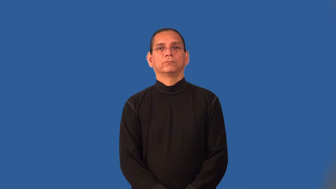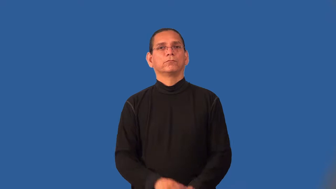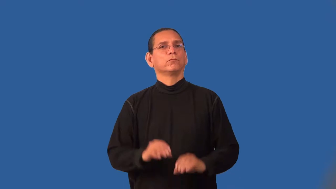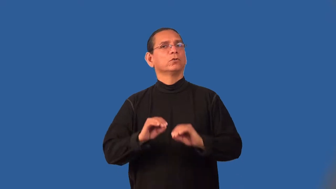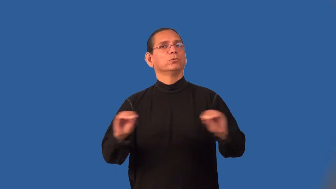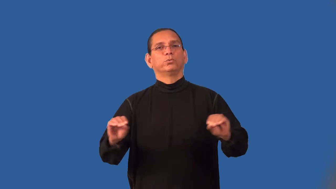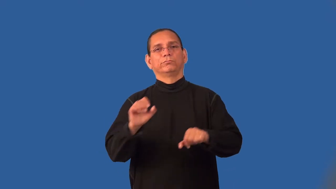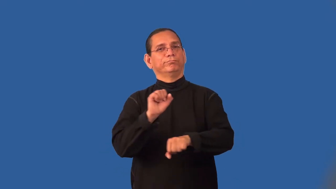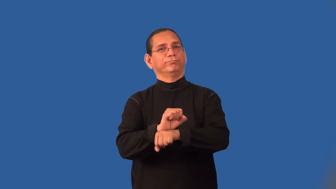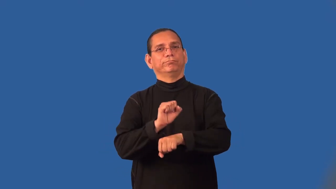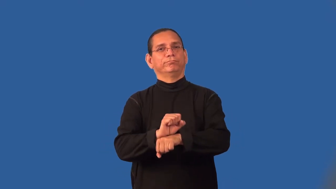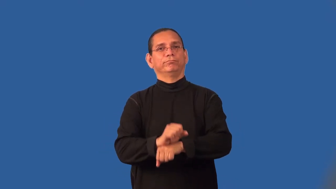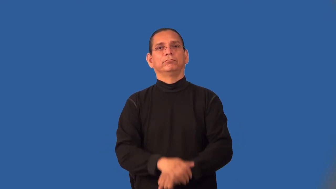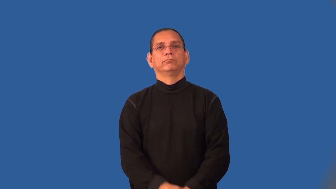jobless,workless,unemployed